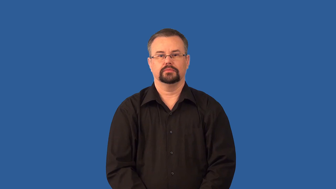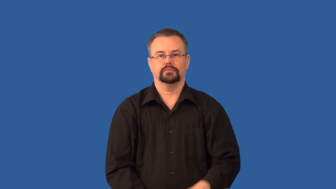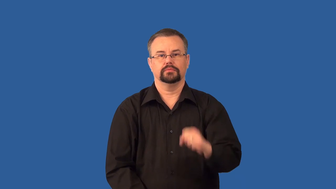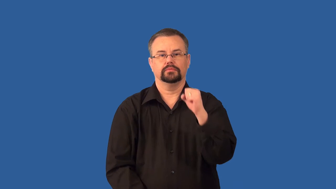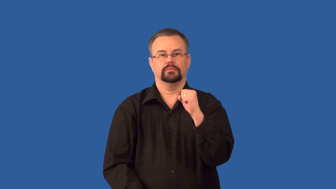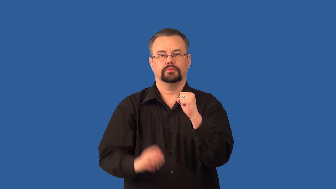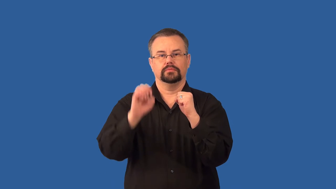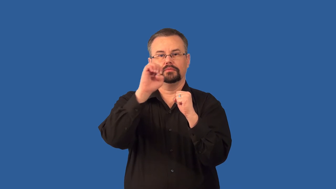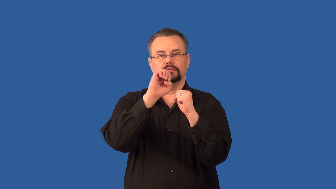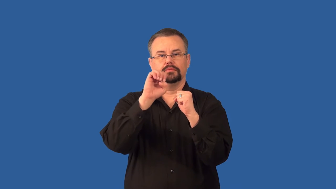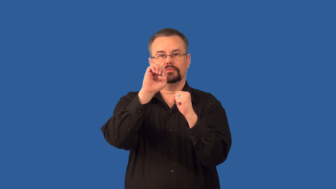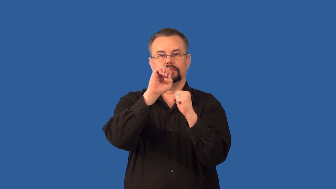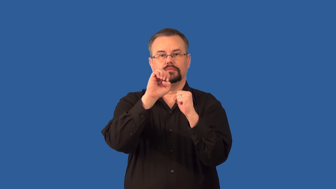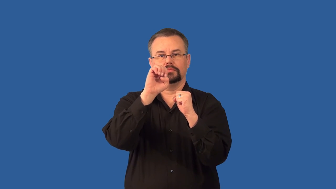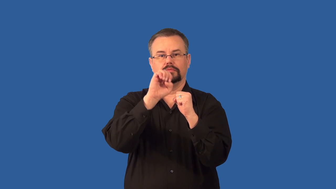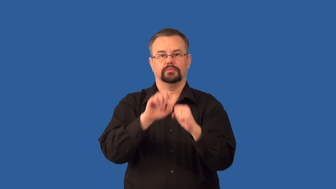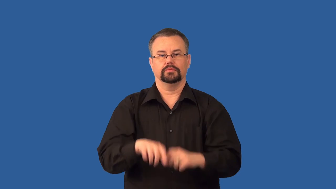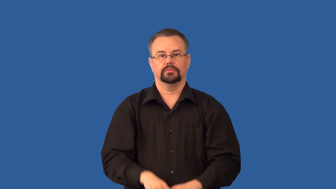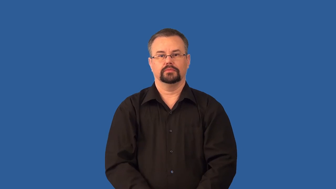electron